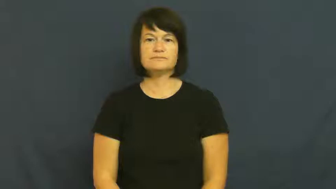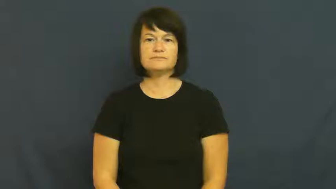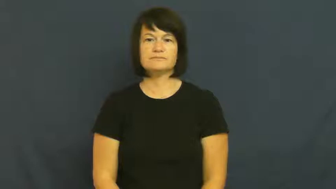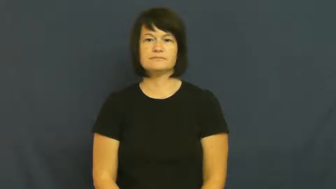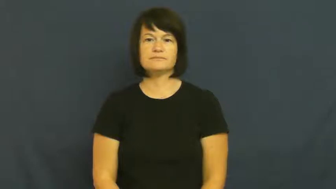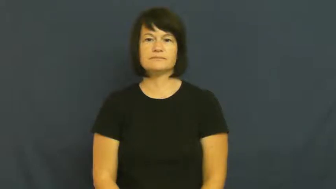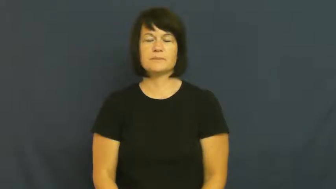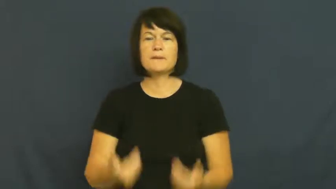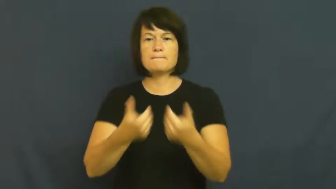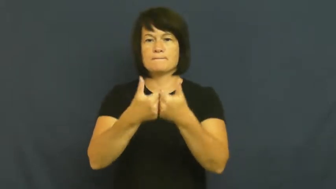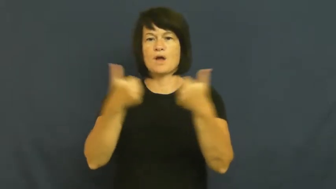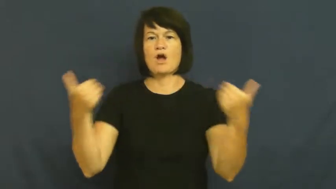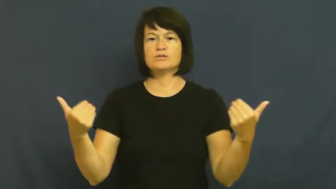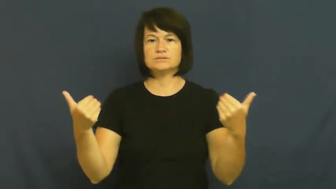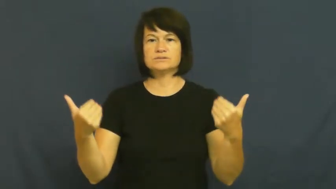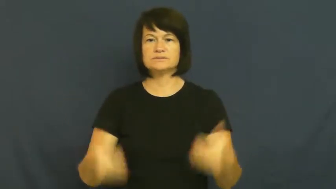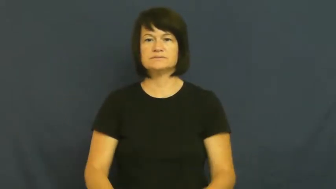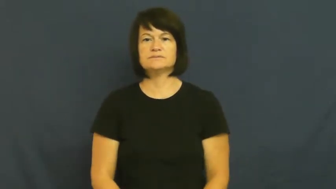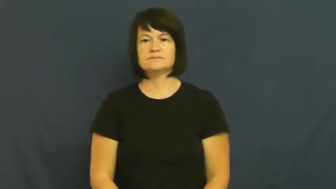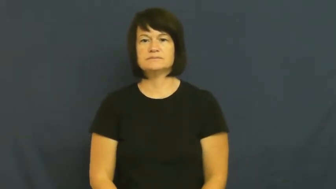part,pull apart-separate